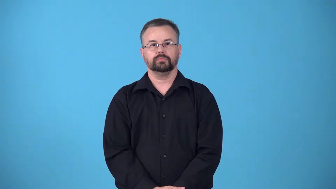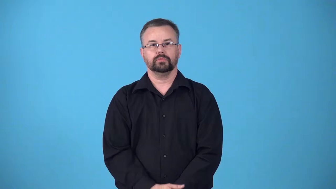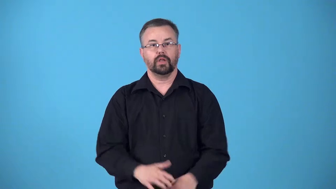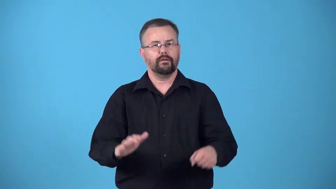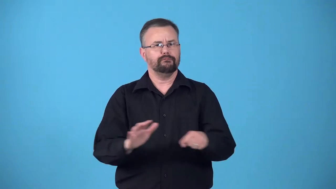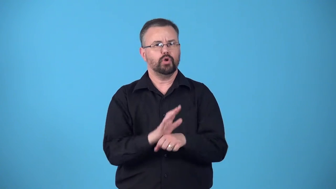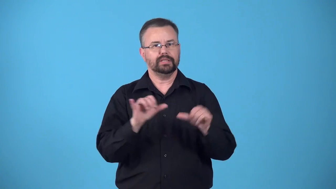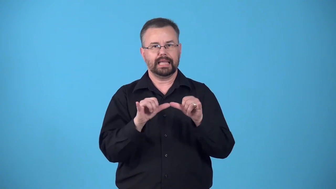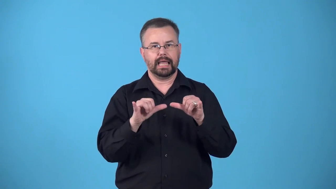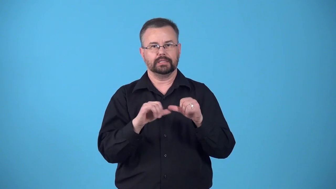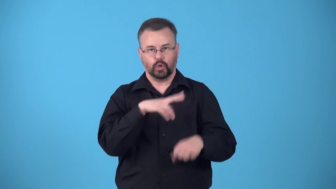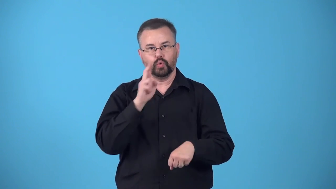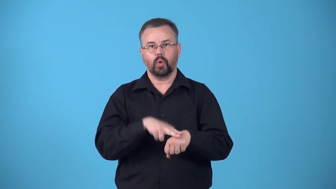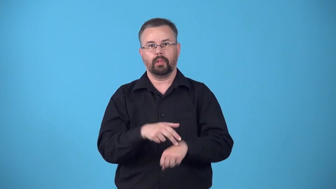fullsize